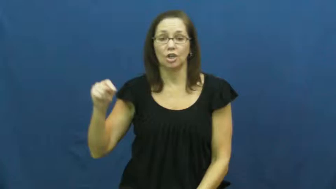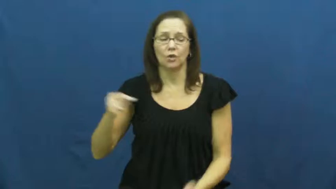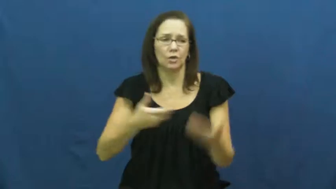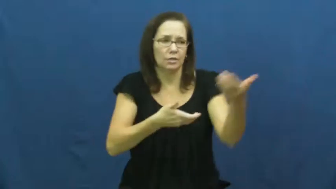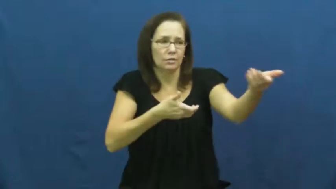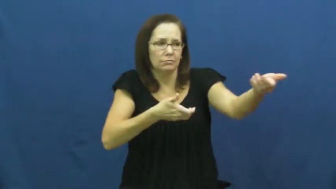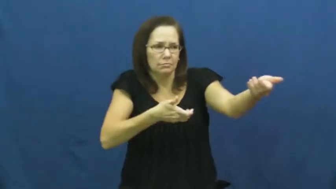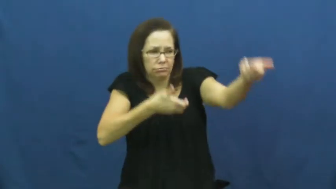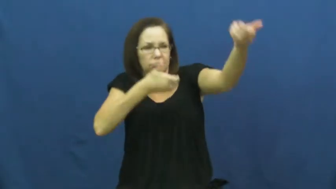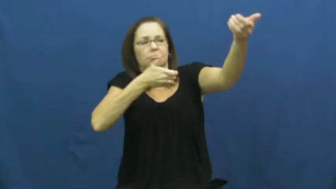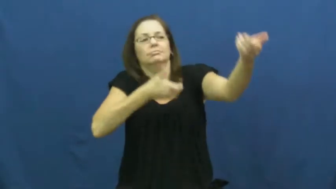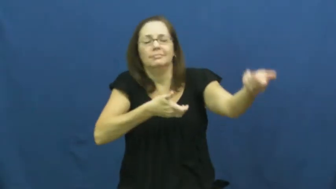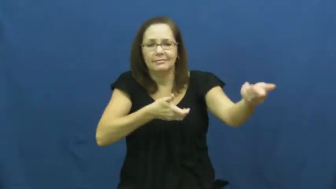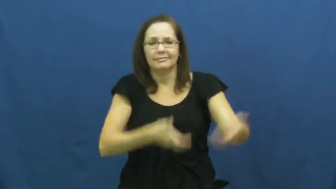shoot,fire-rifle